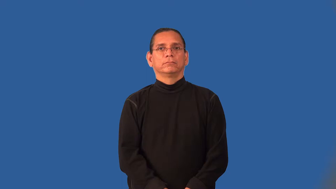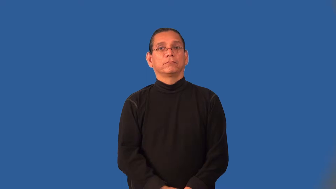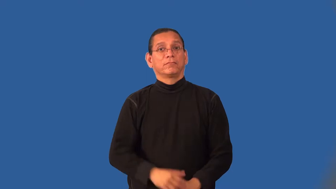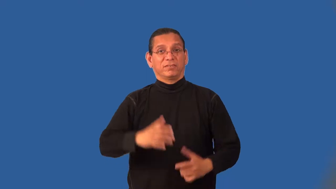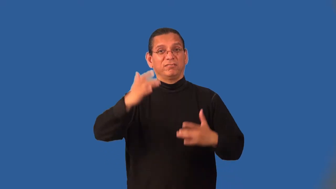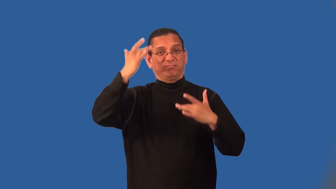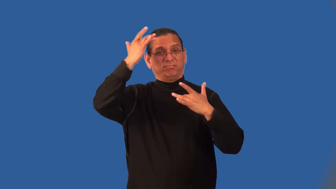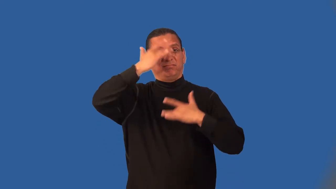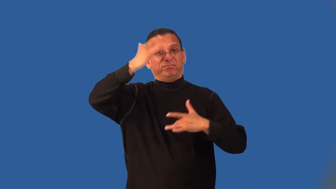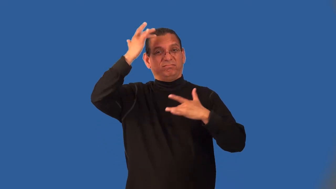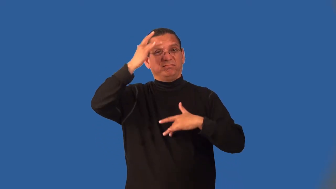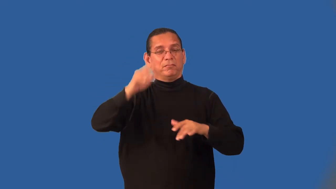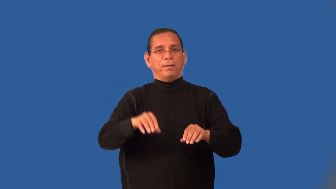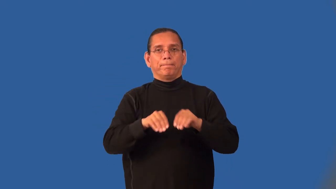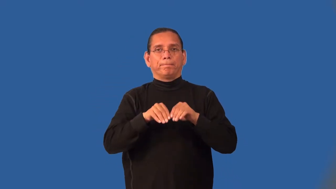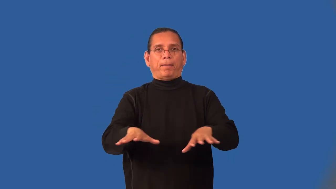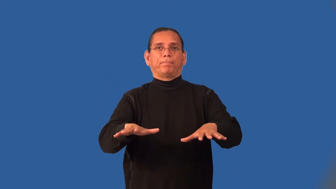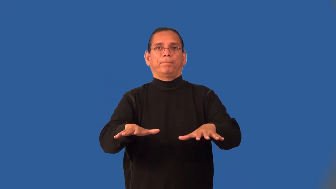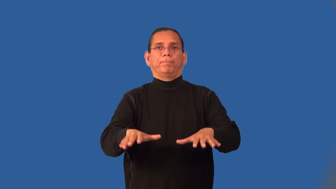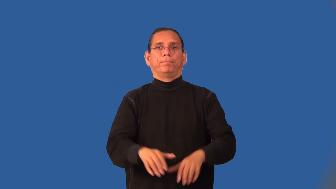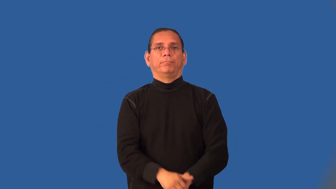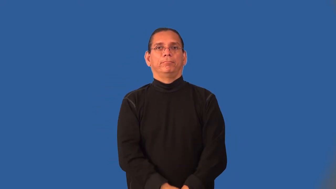infectious-illness